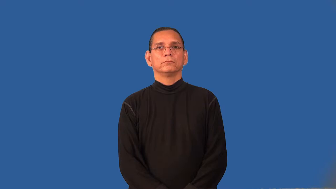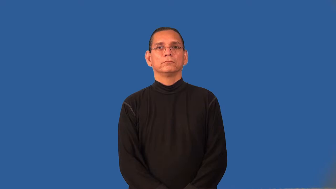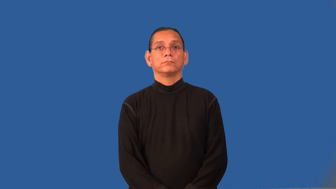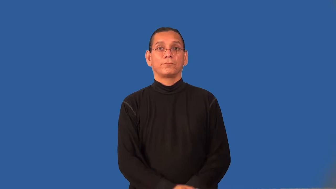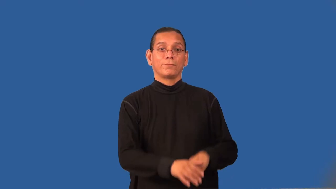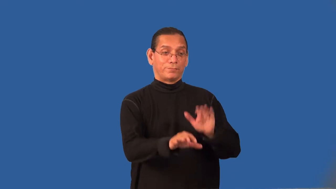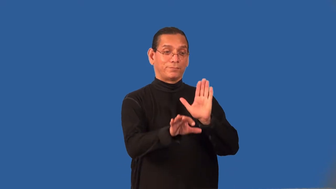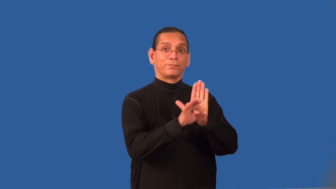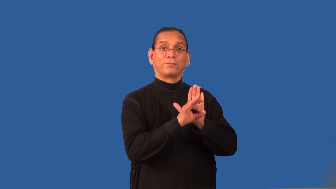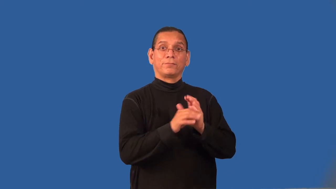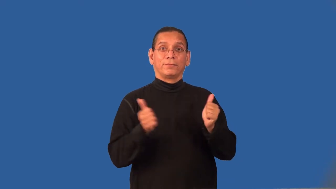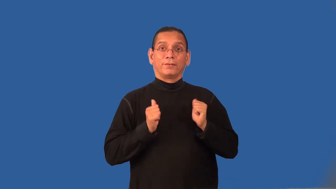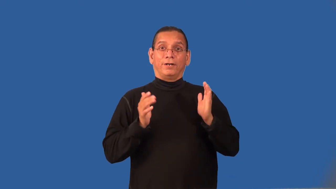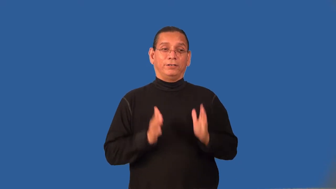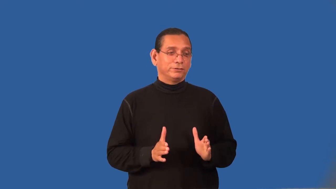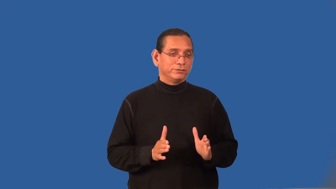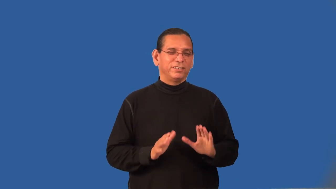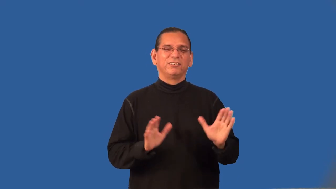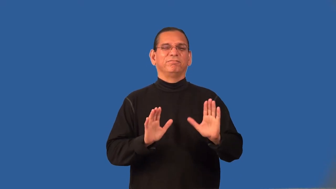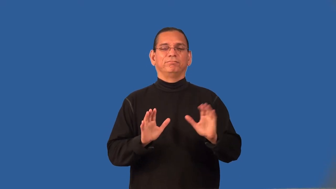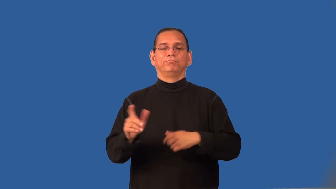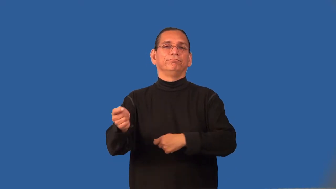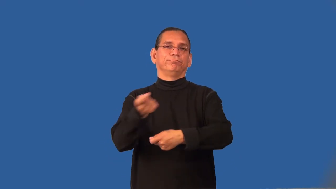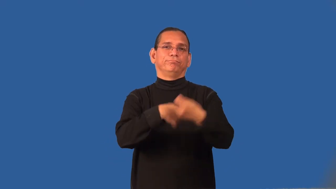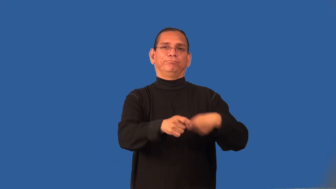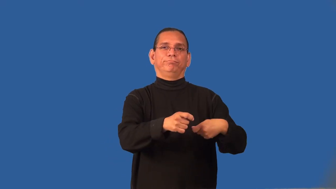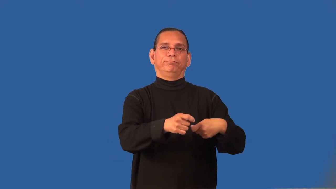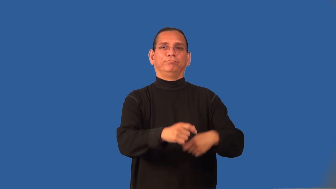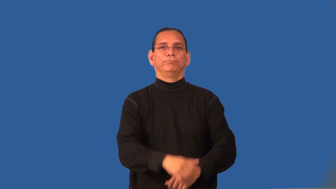recast-theater